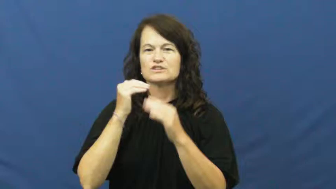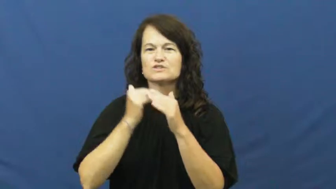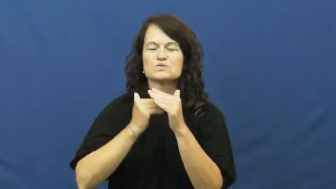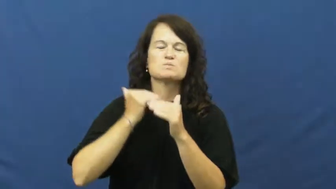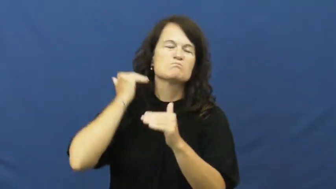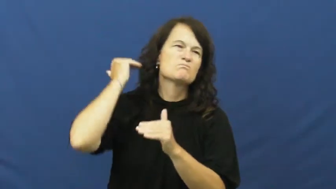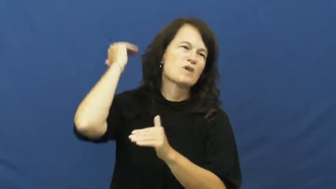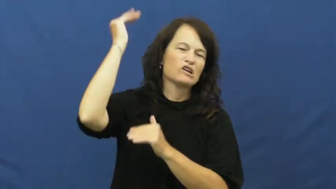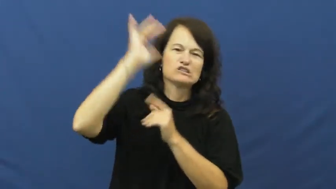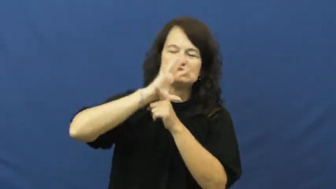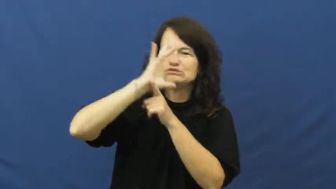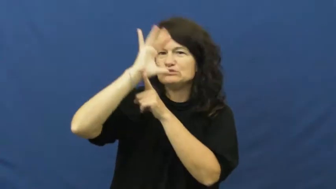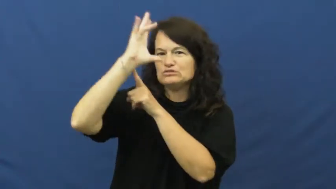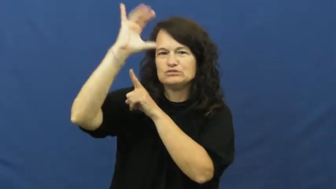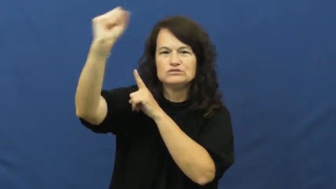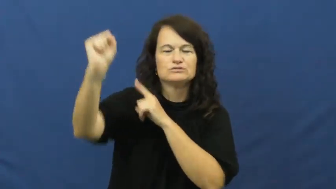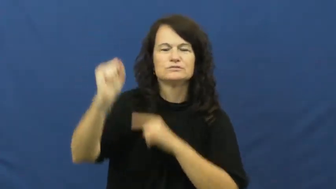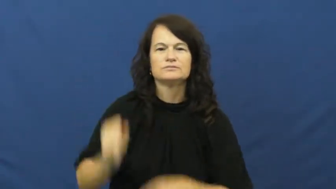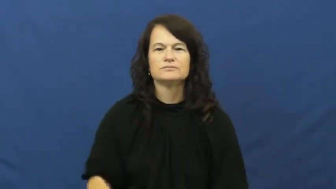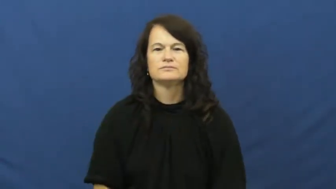extreme,unutterable,fervid,gross,mega,piercingly,usurious